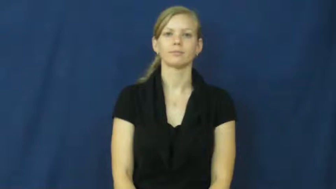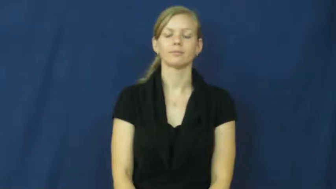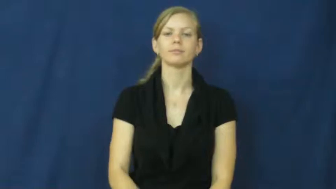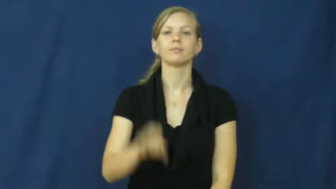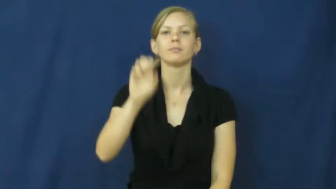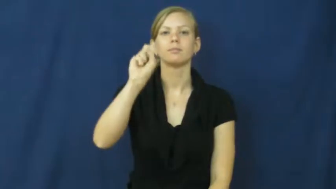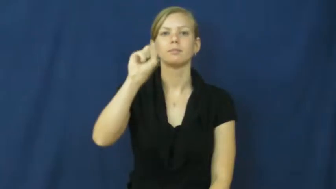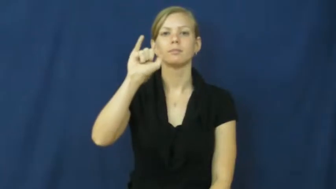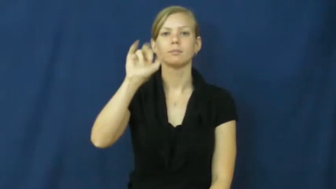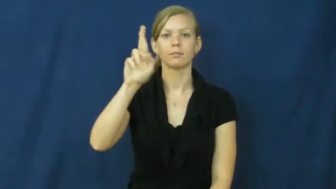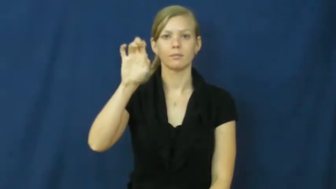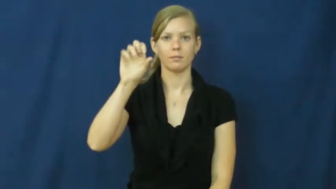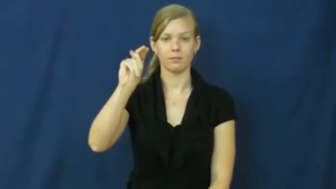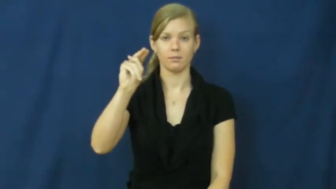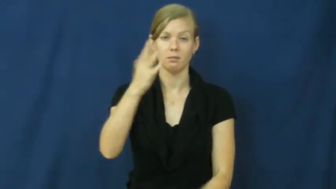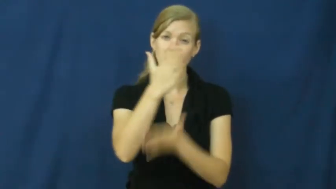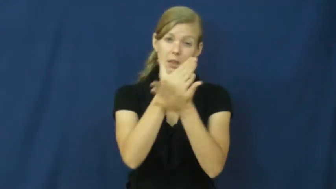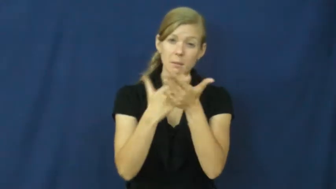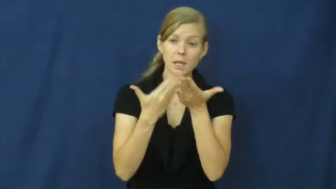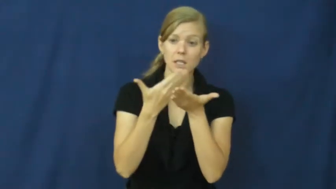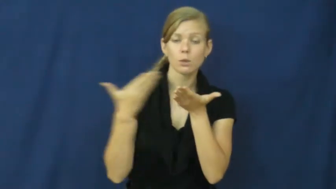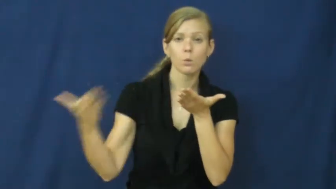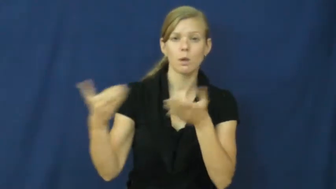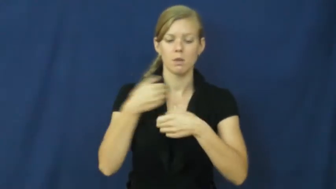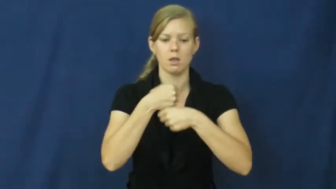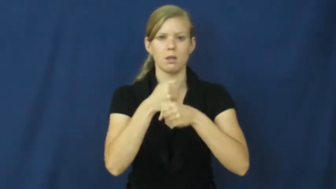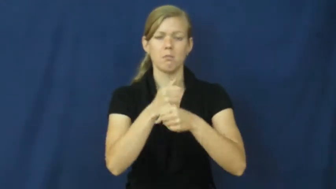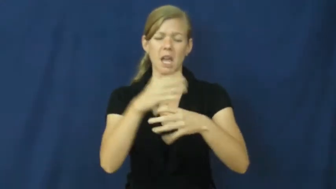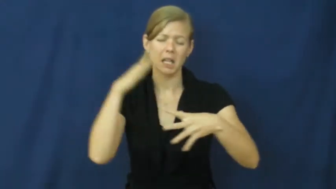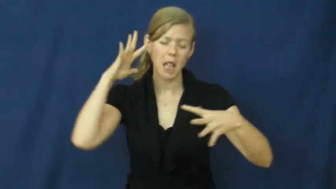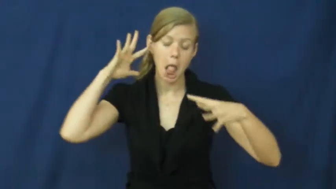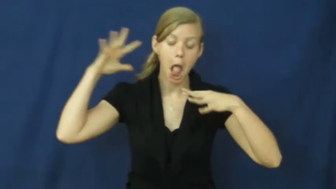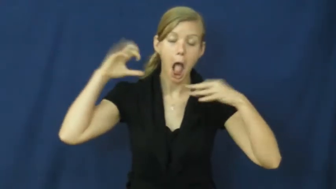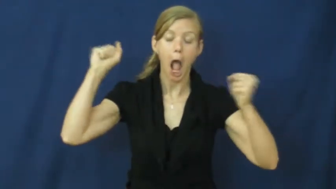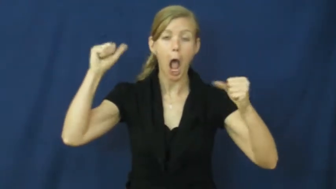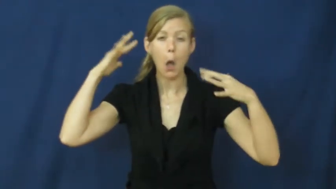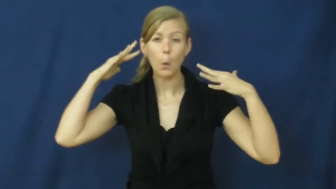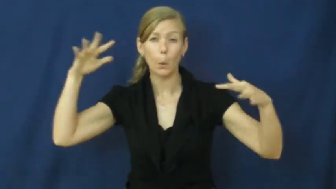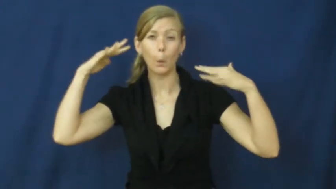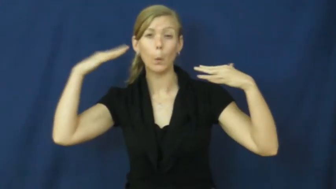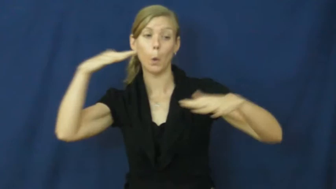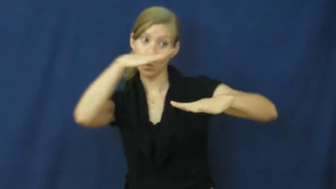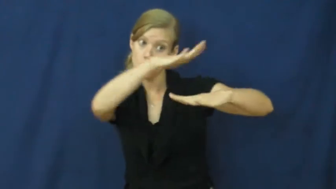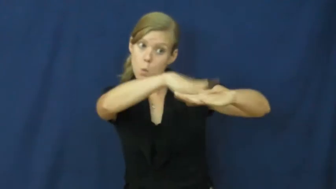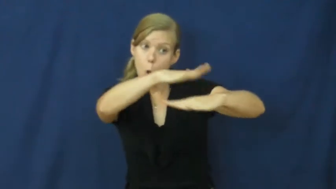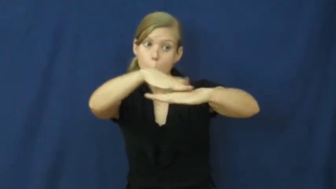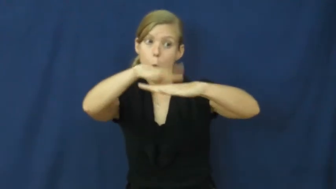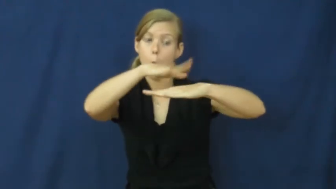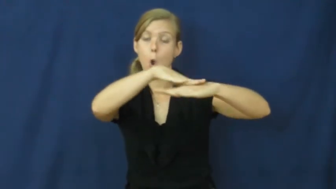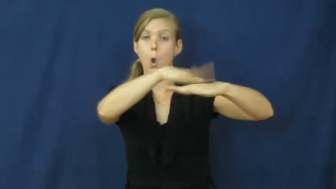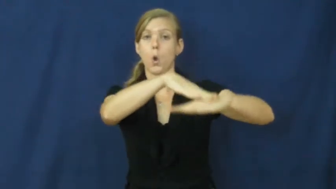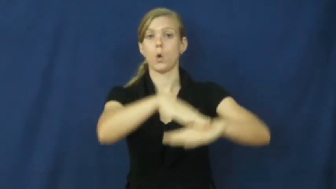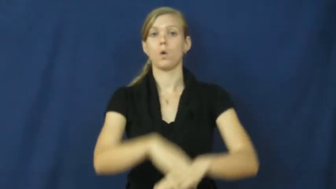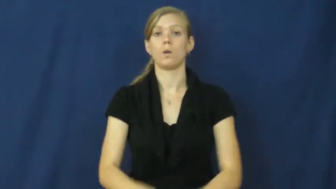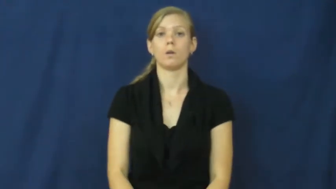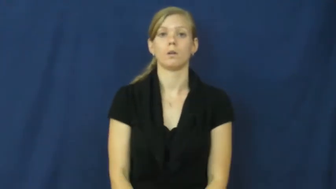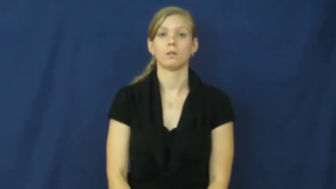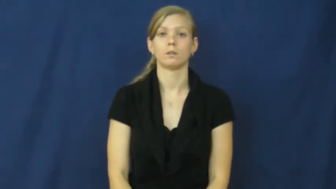siren-alarm